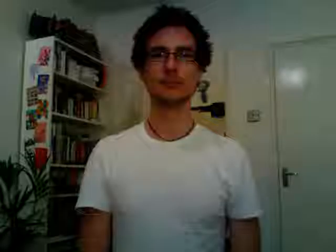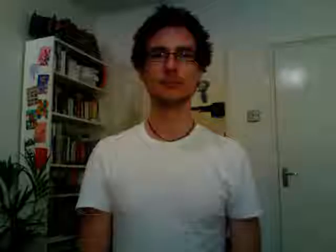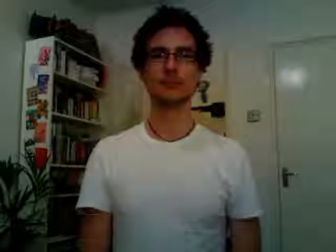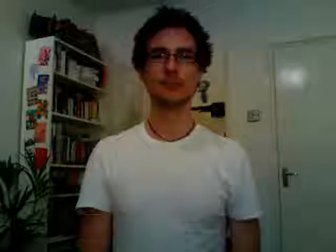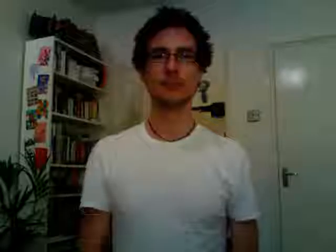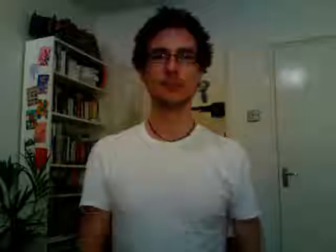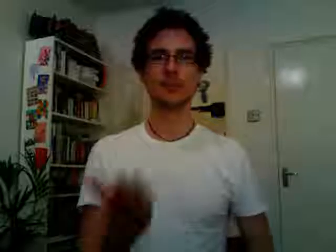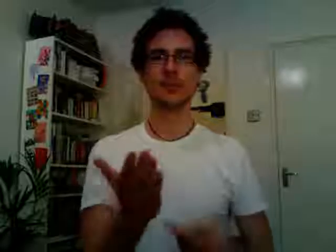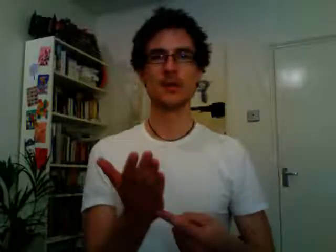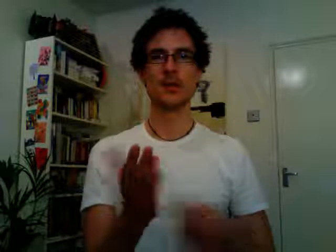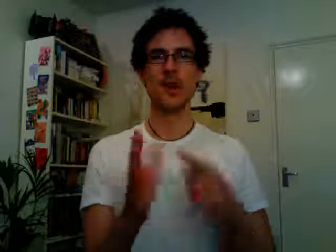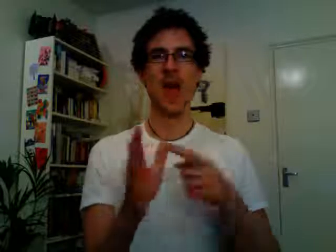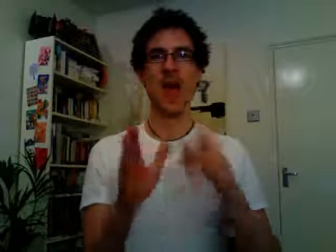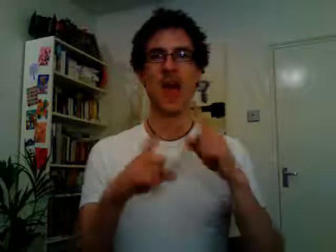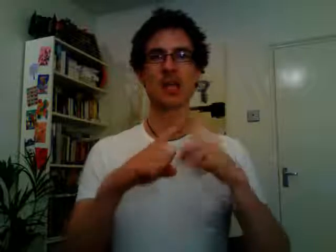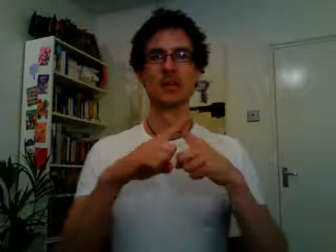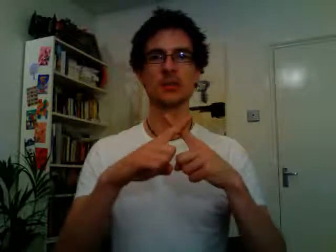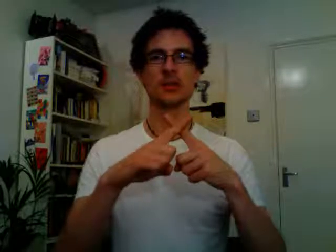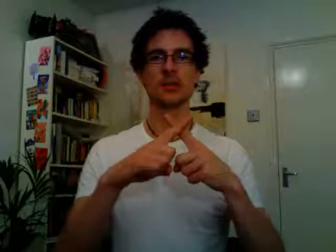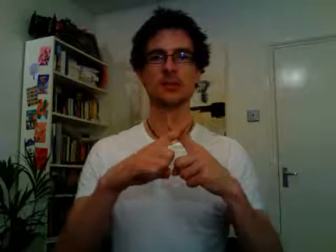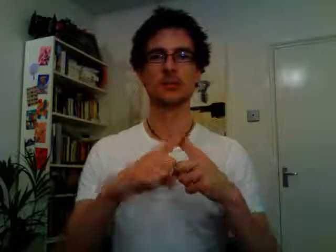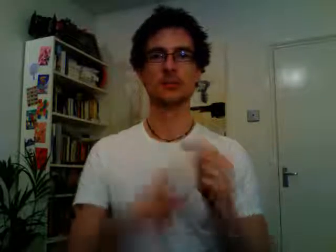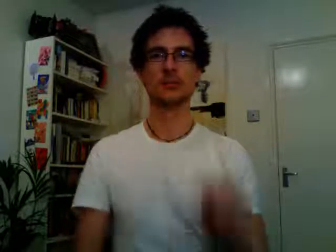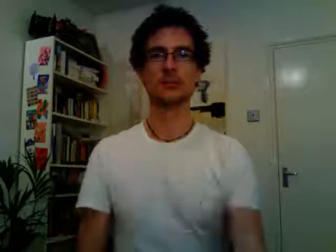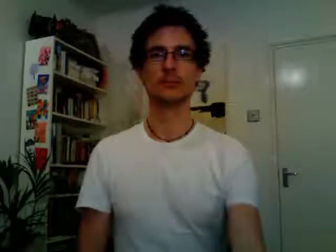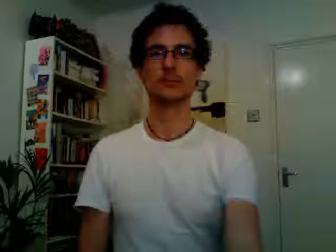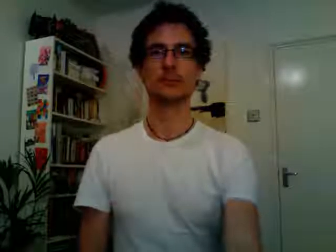tax